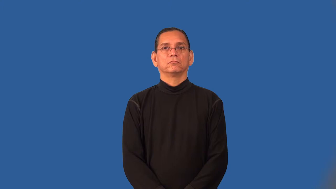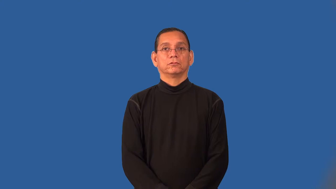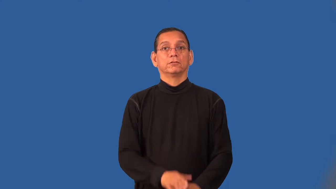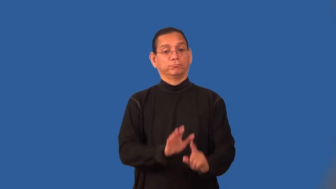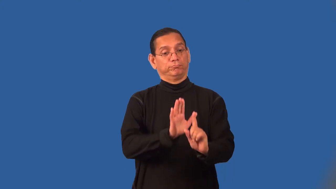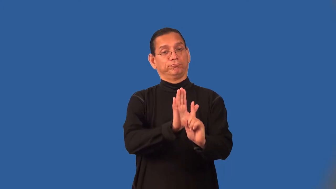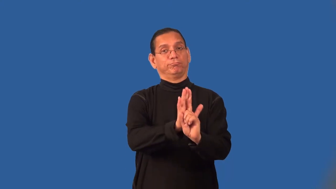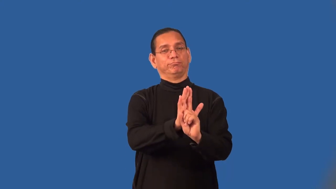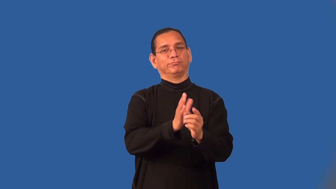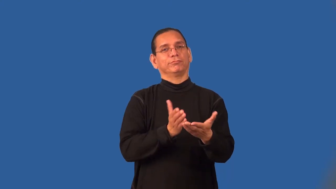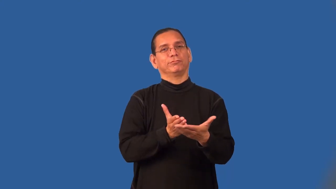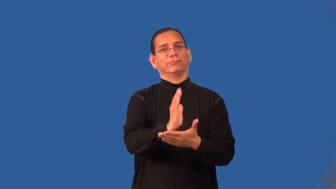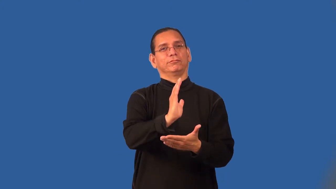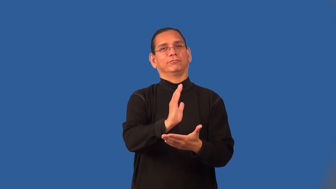rightful